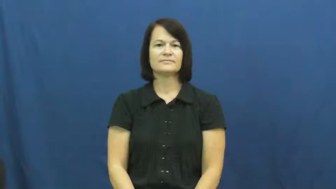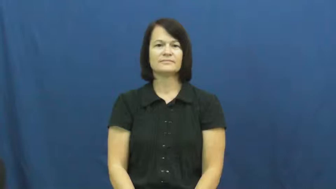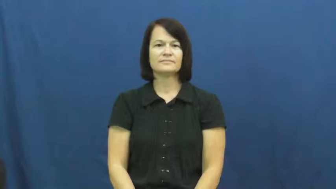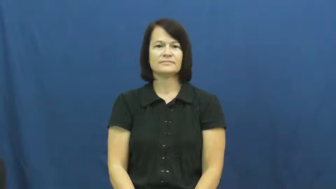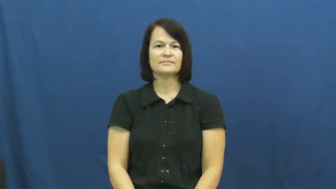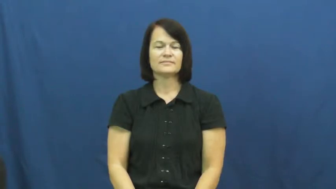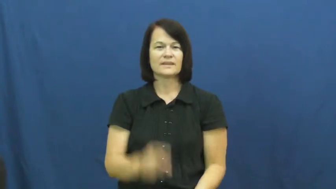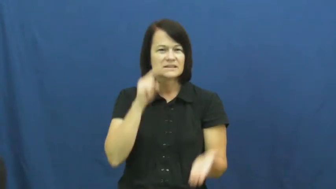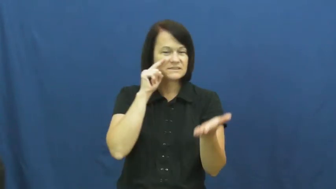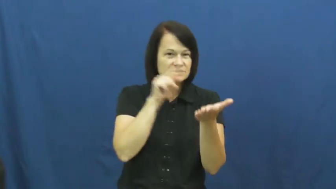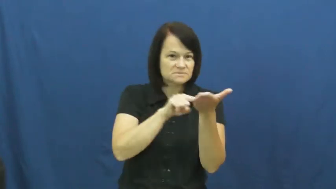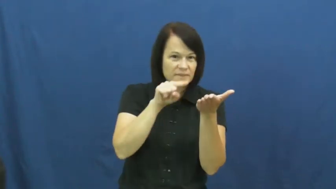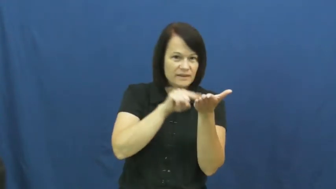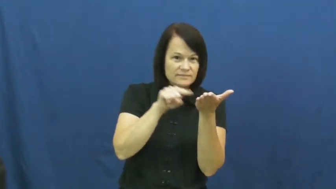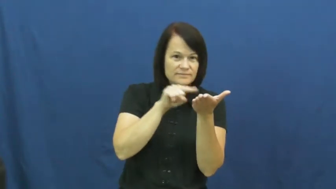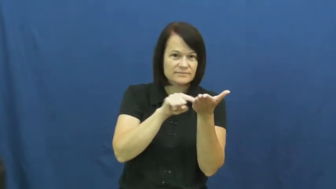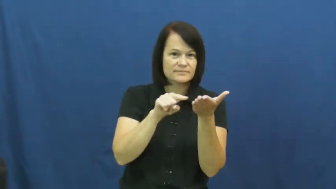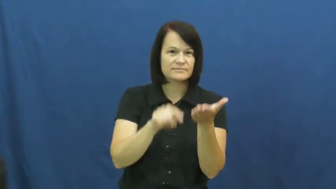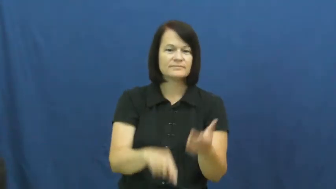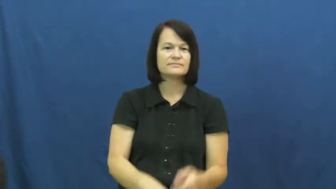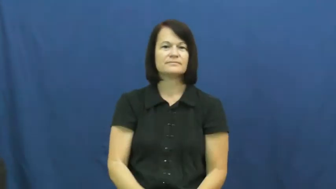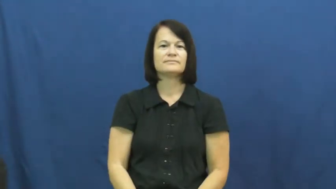go through-inspect